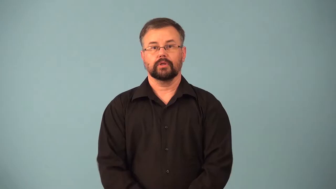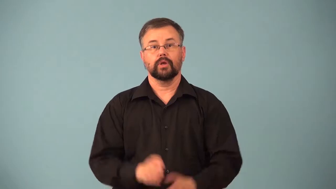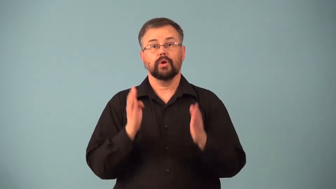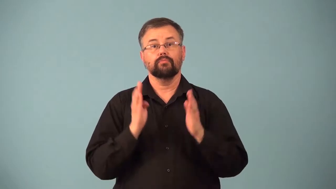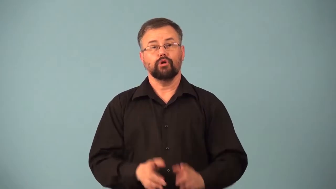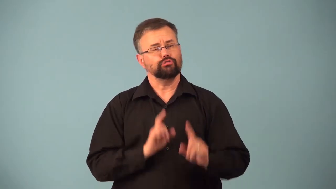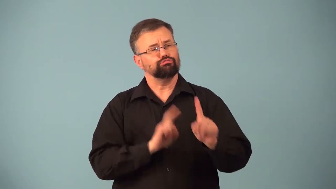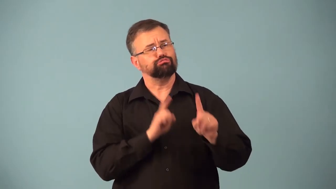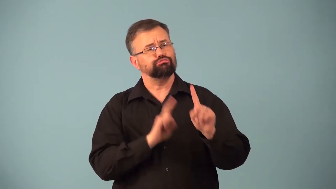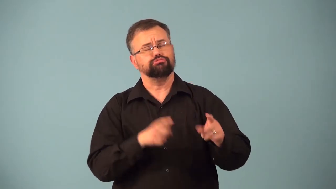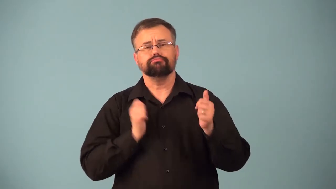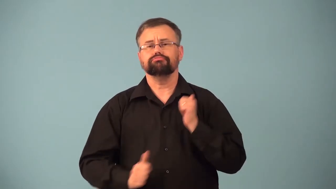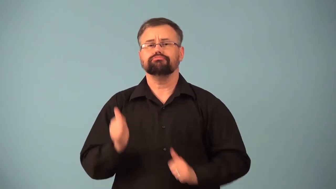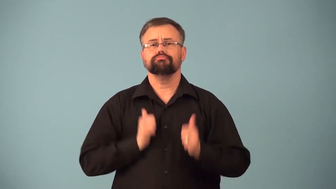playgoer